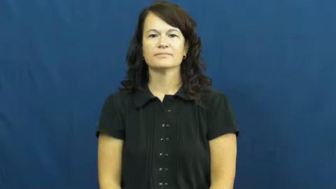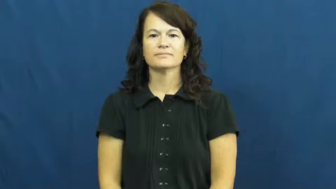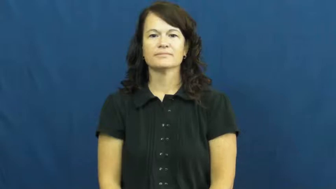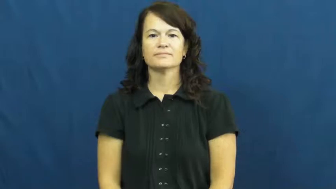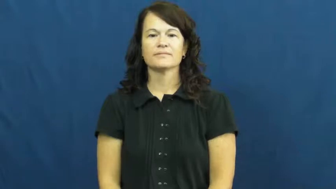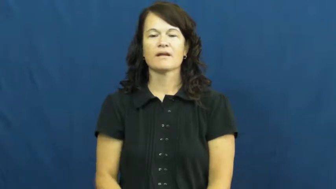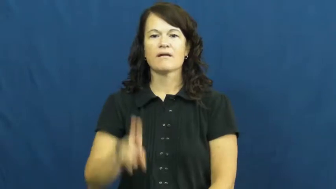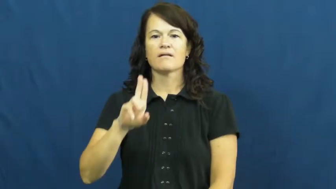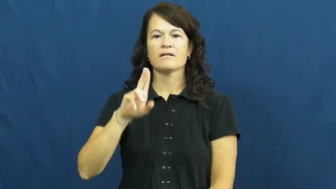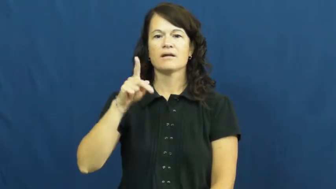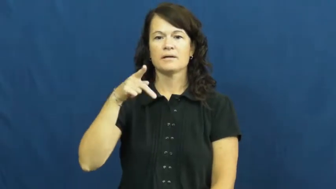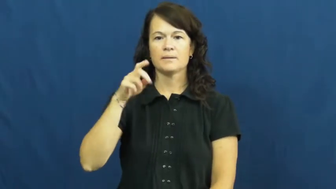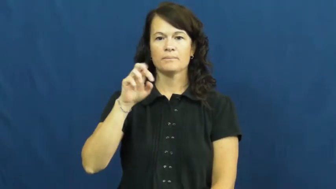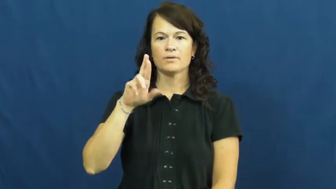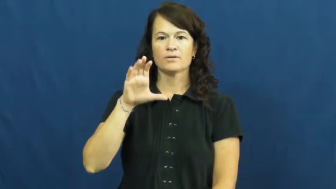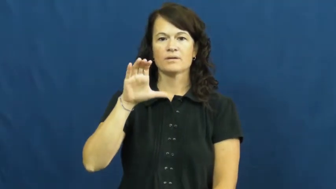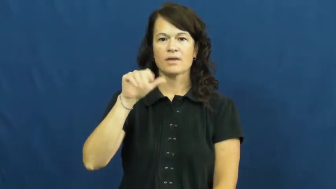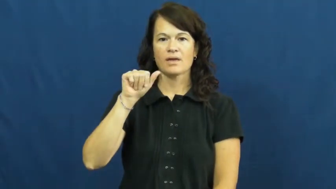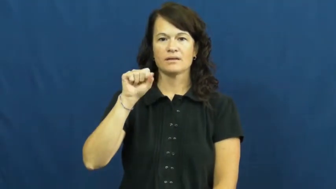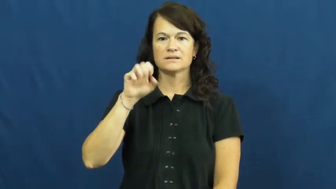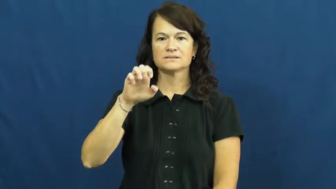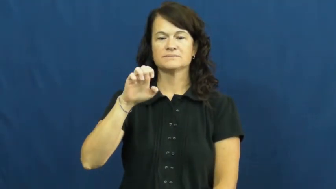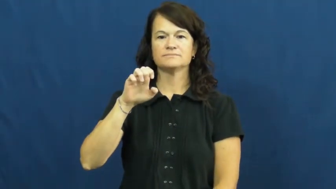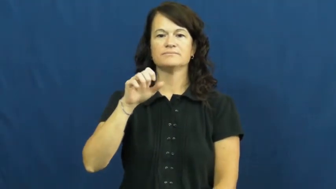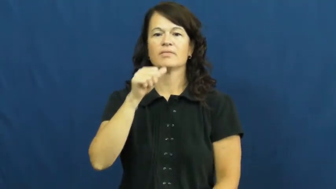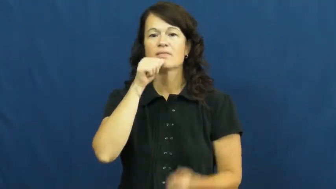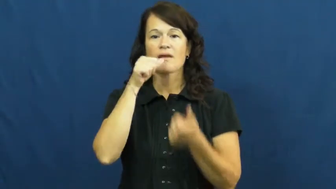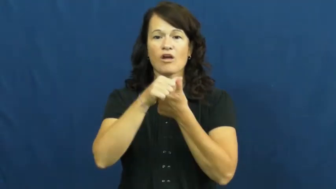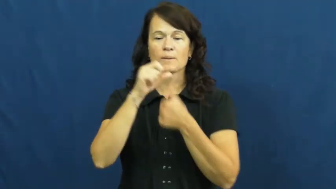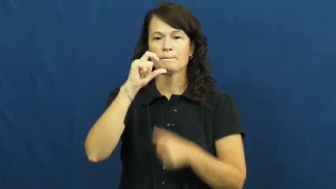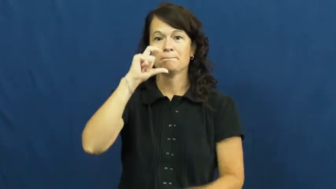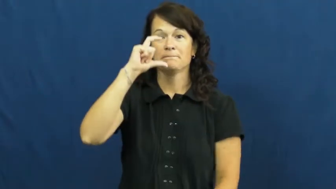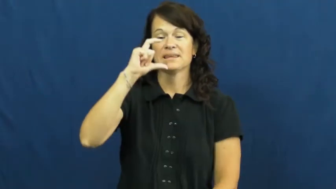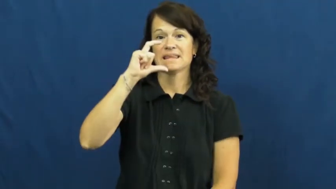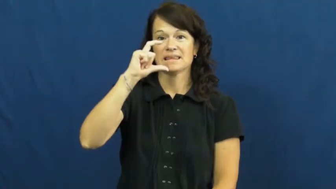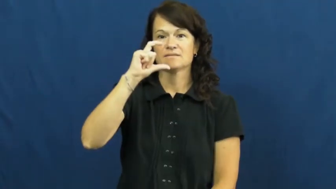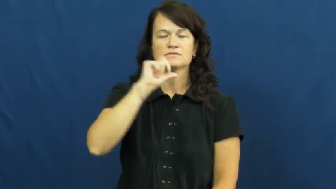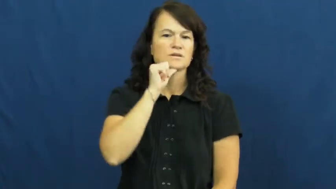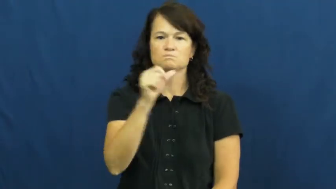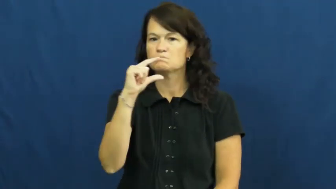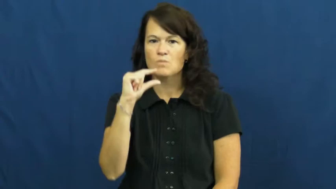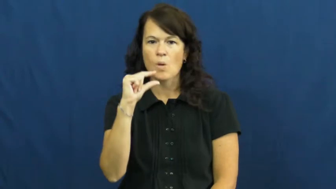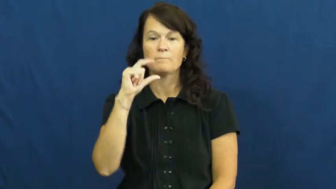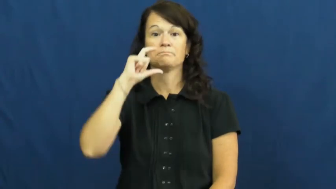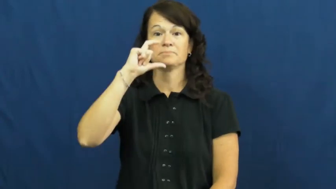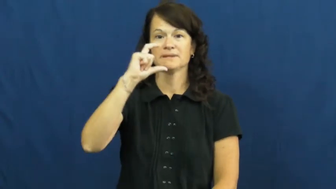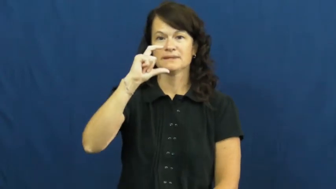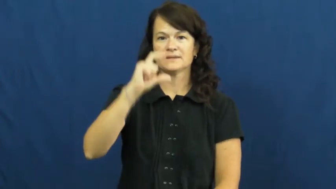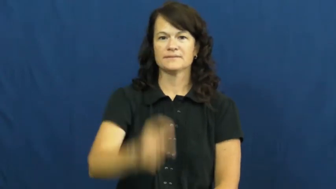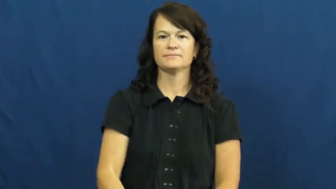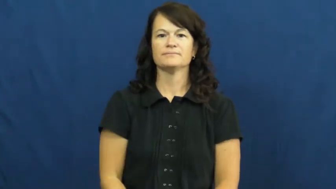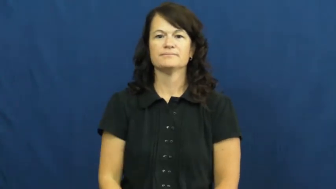uppercase